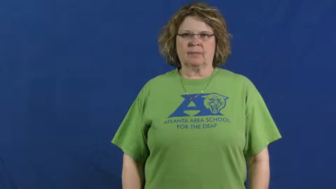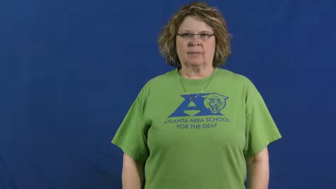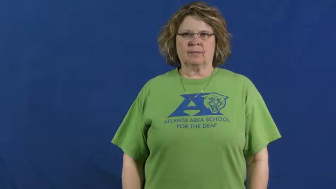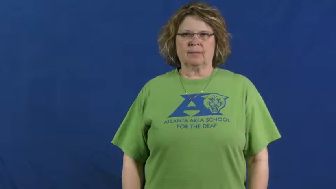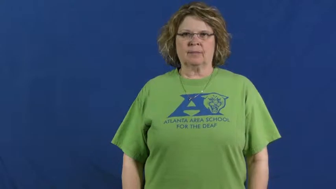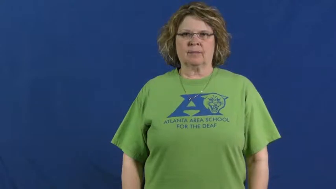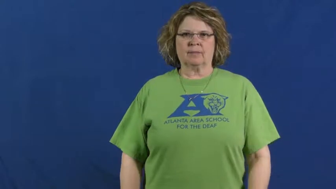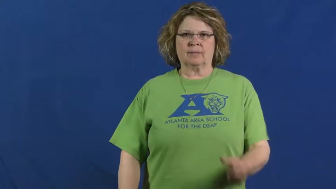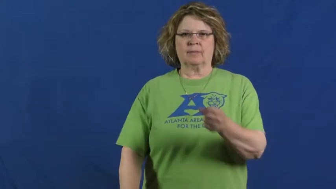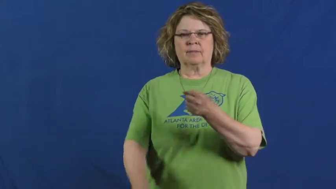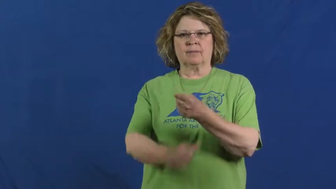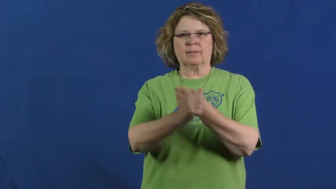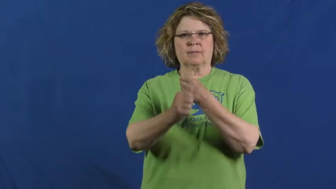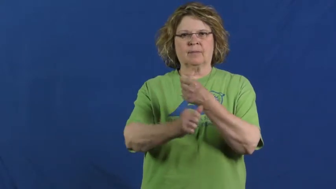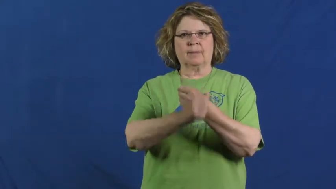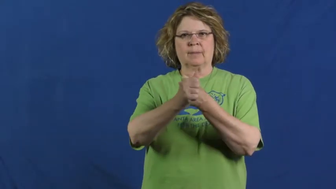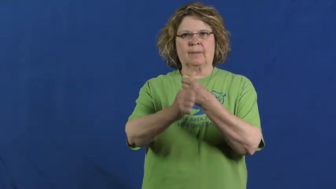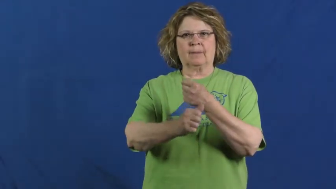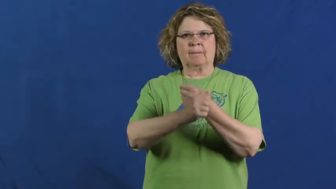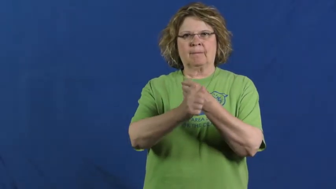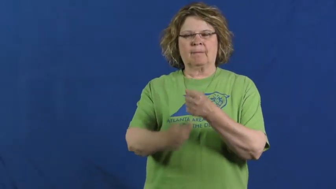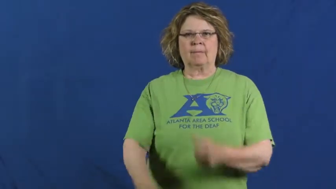danger,dangerous,risky,peril,chancy,inimical,dodgy